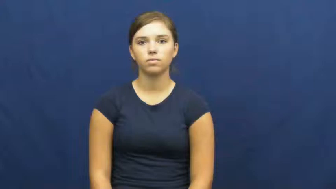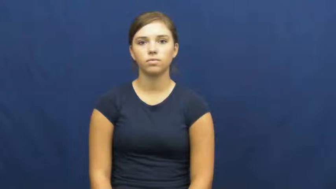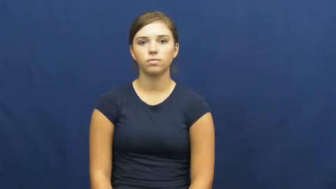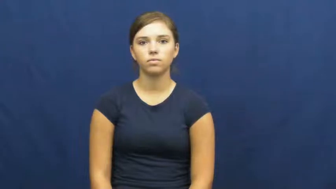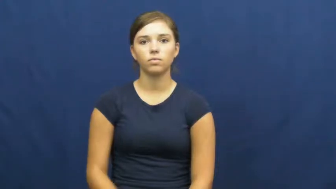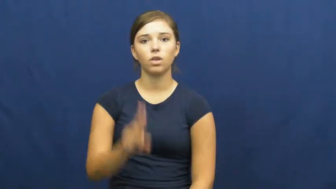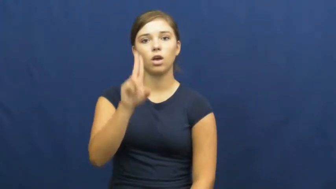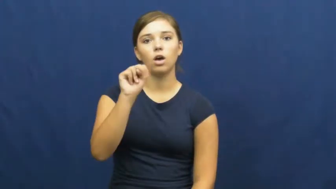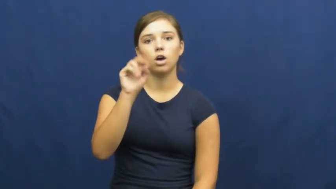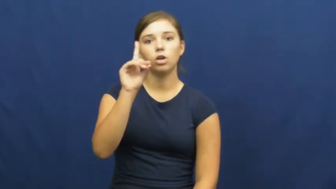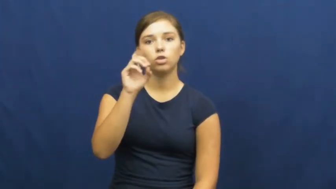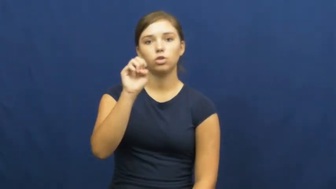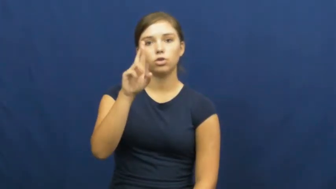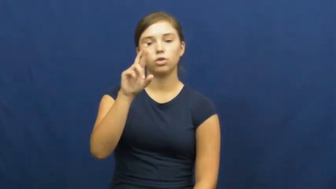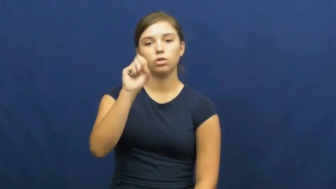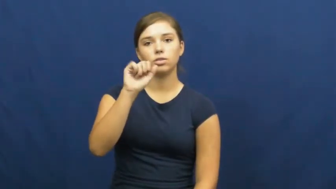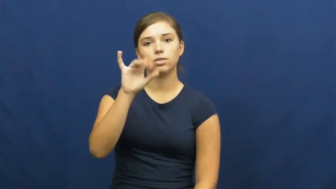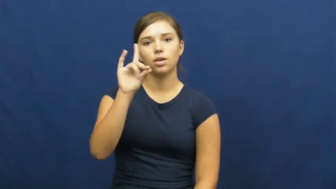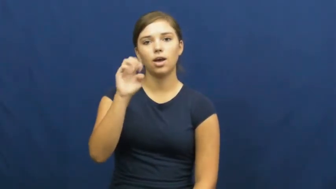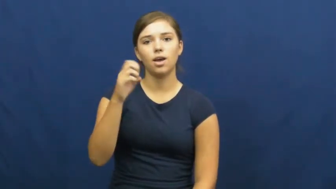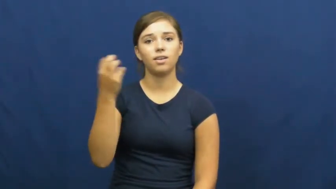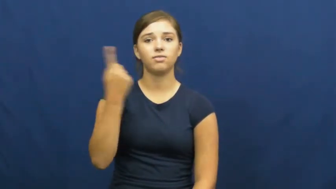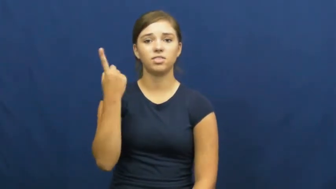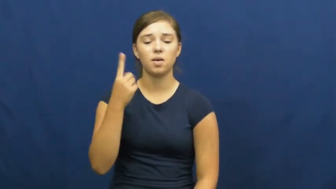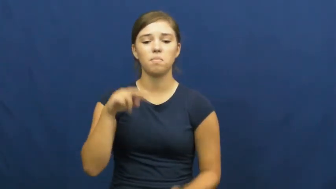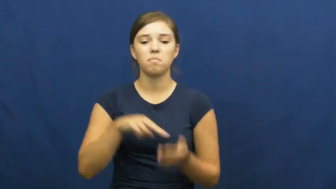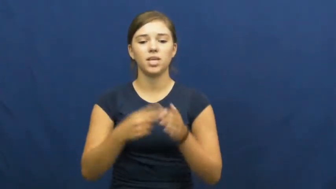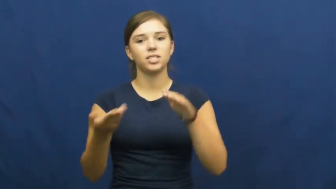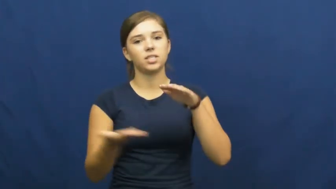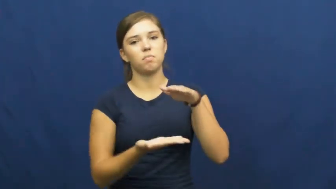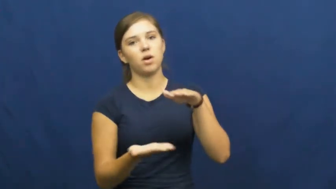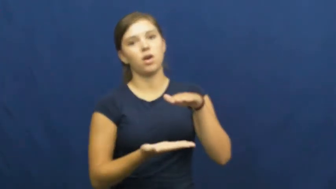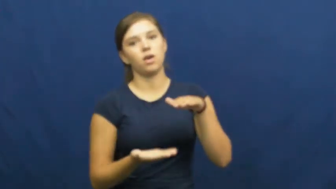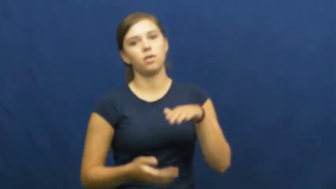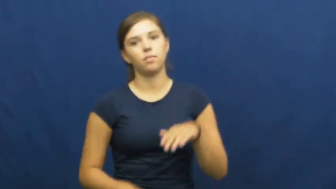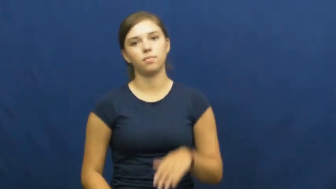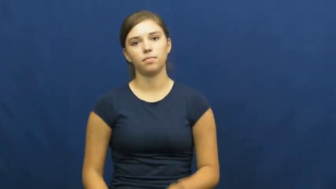underside